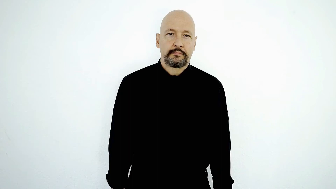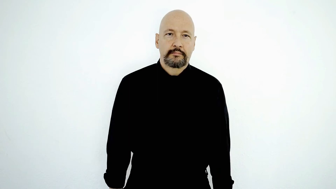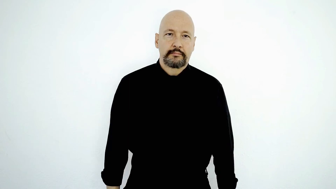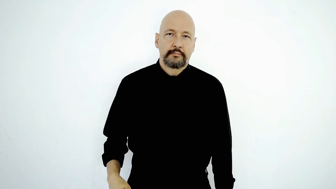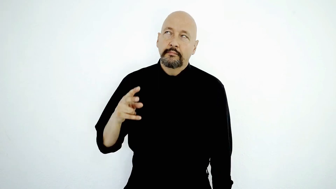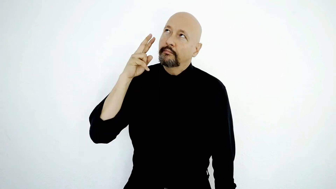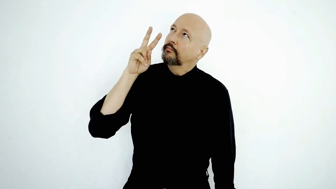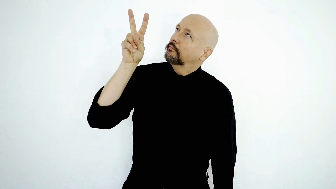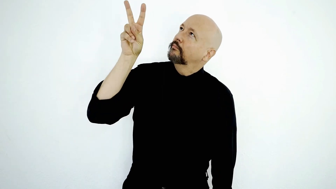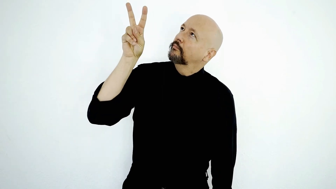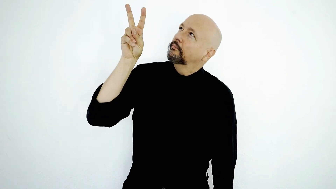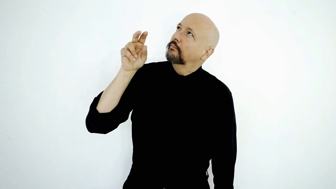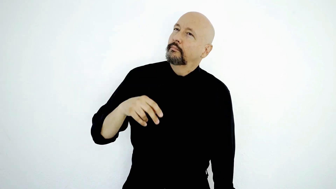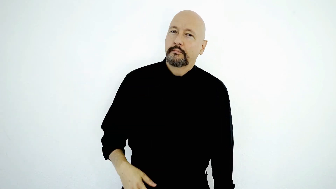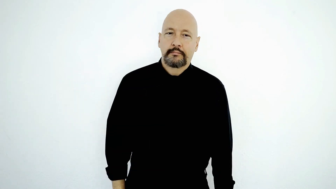LOOK-UP-[version]